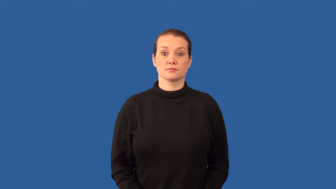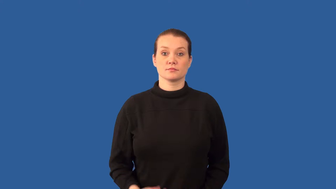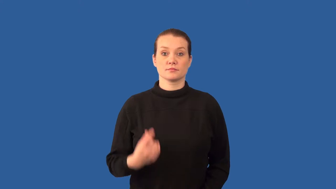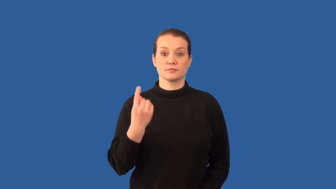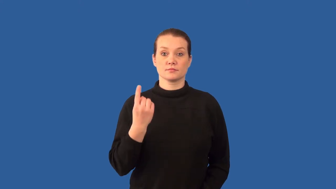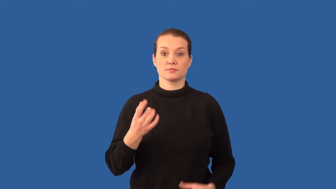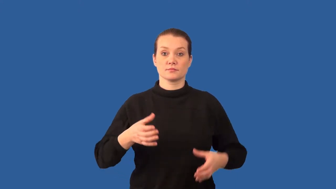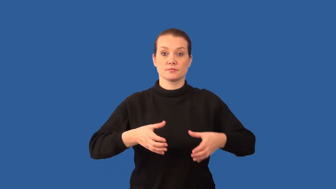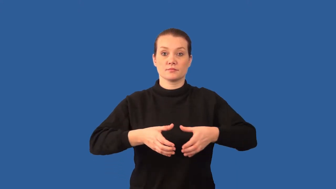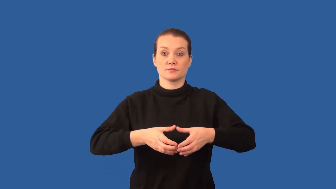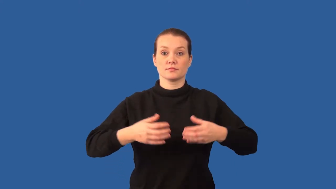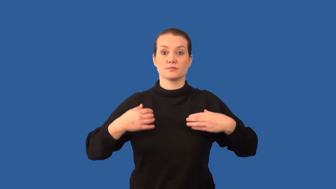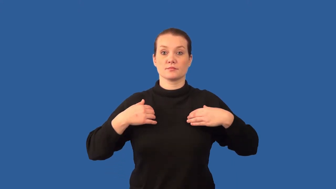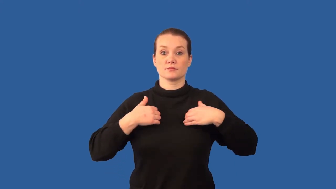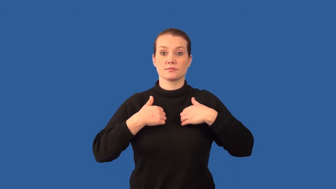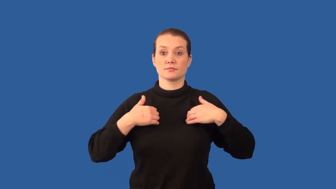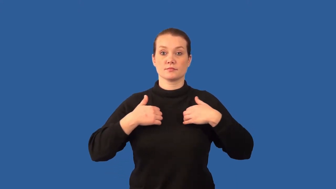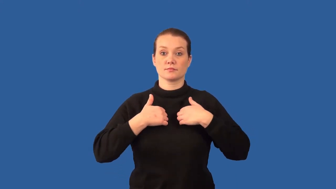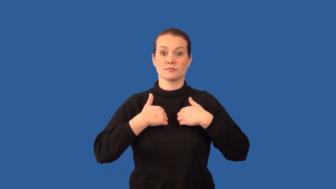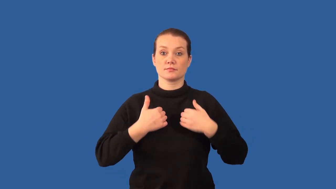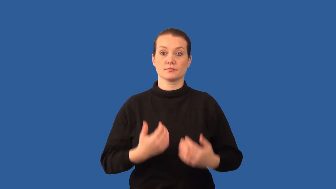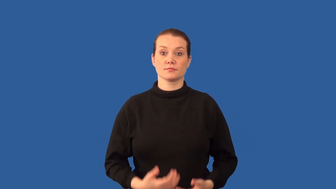protozoan